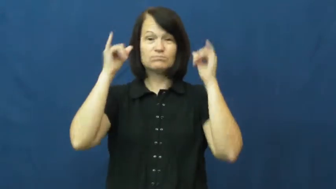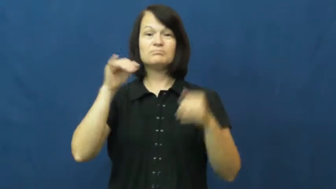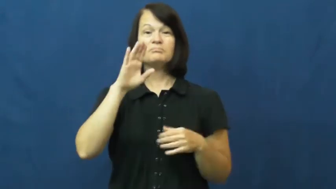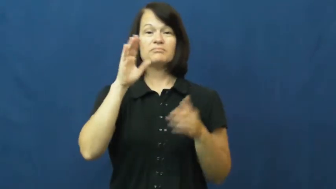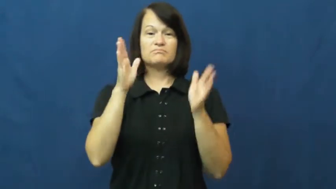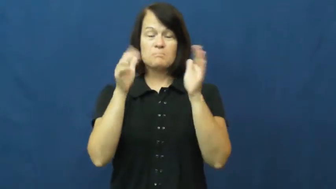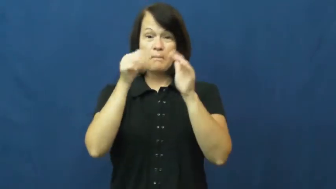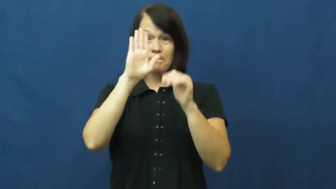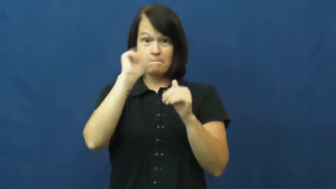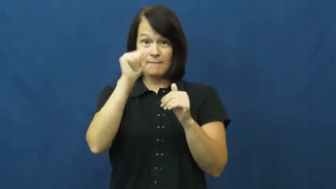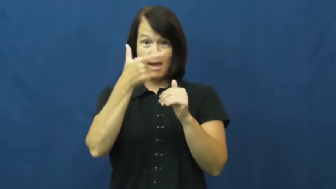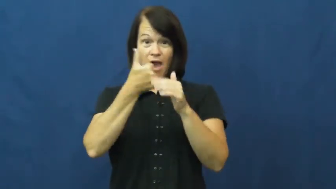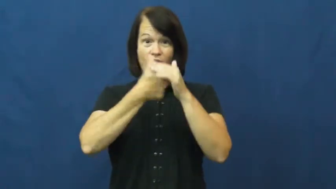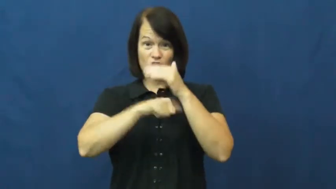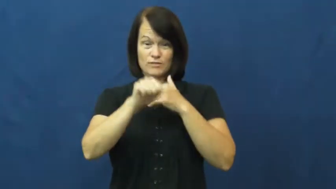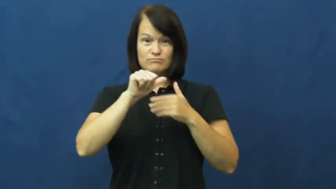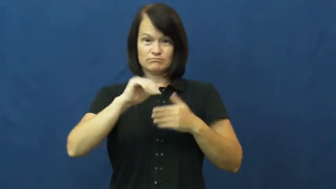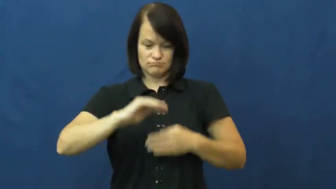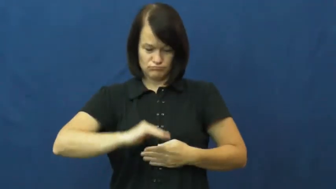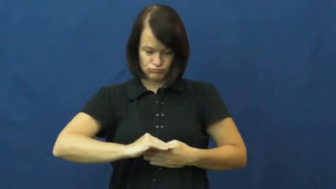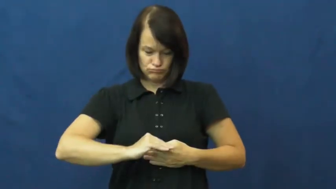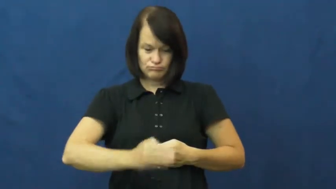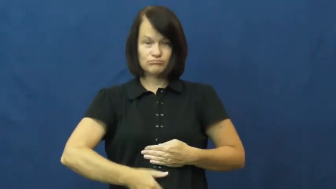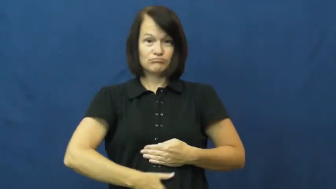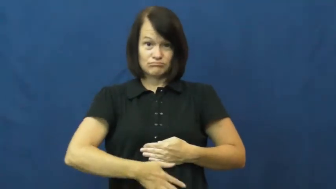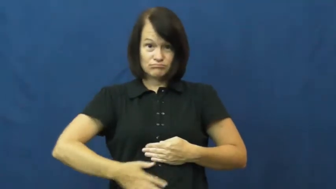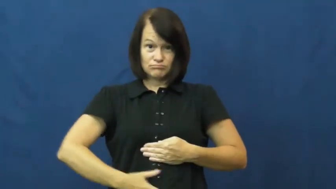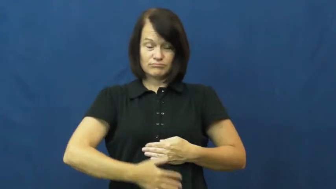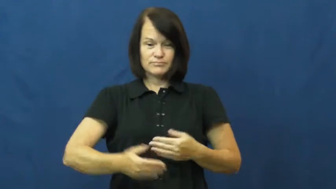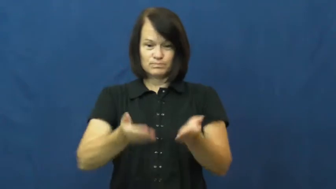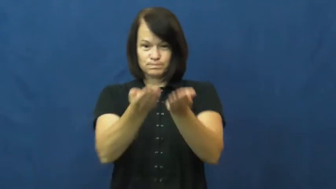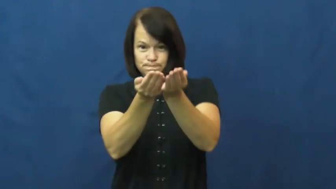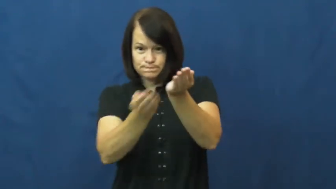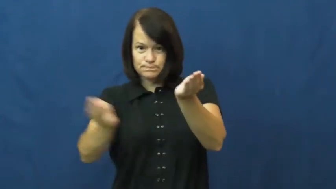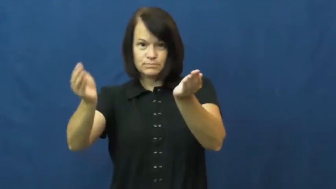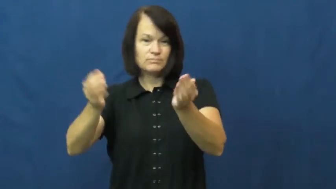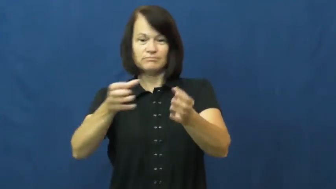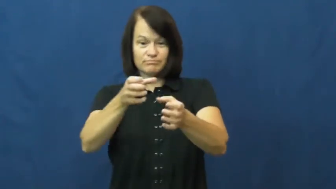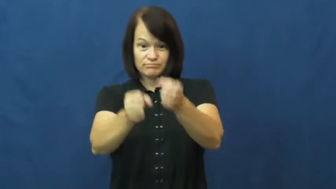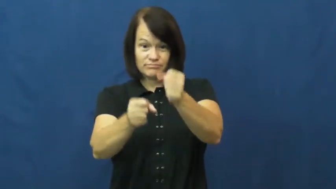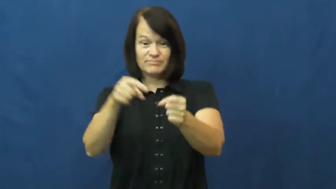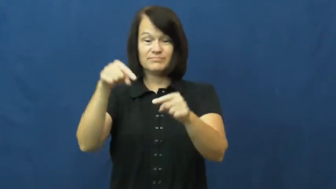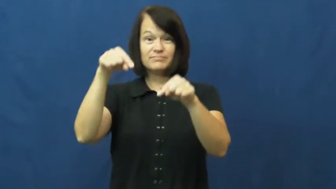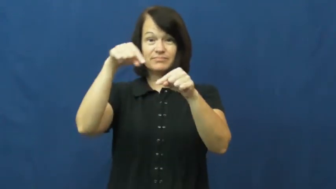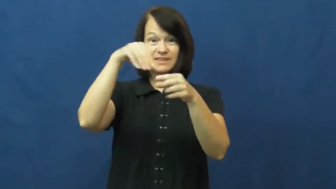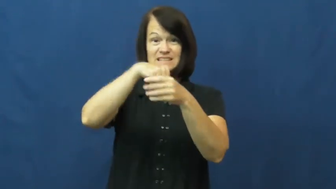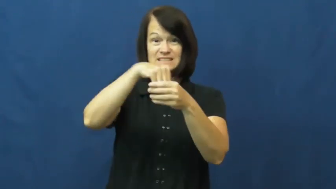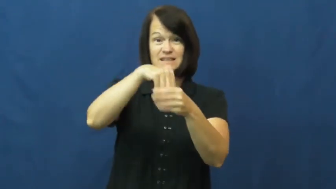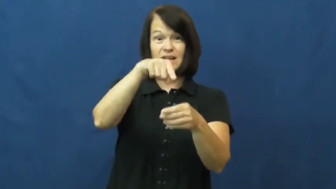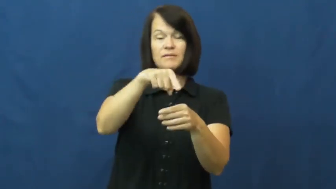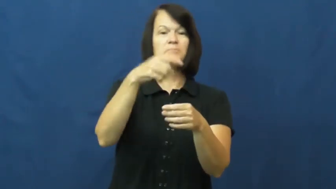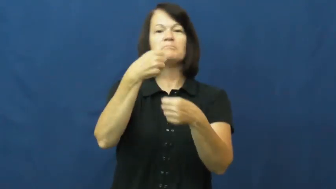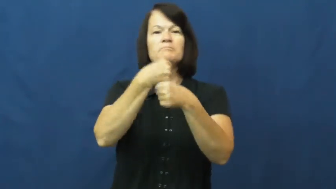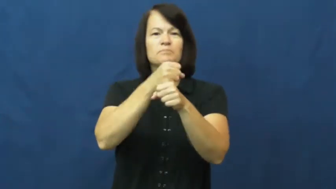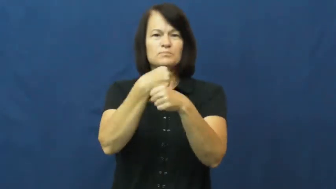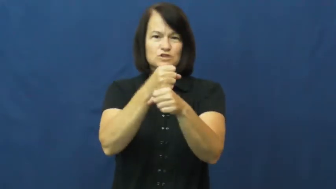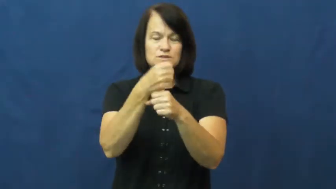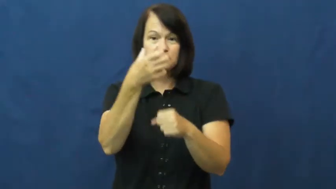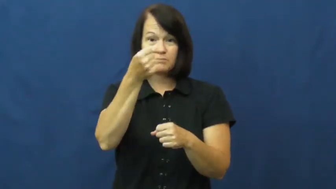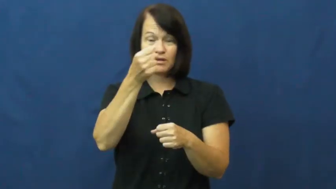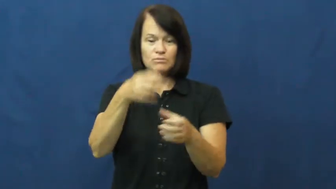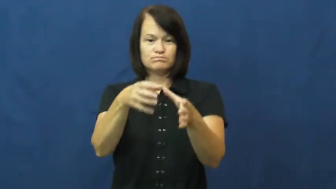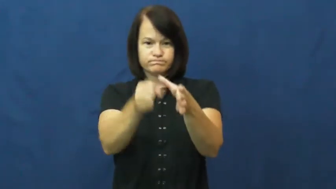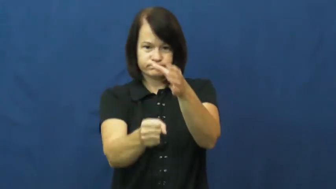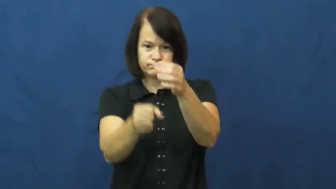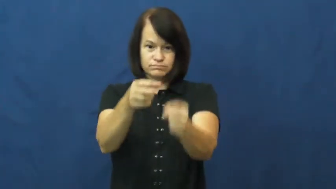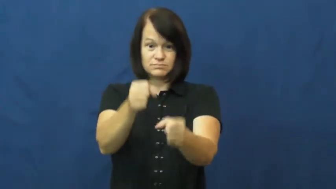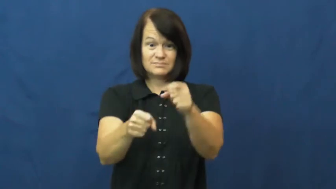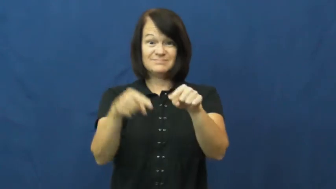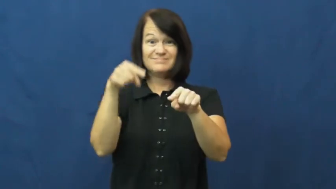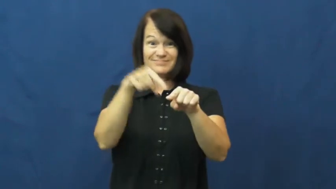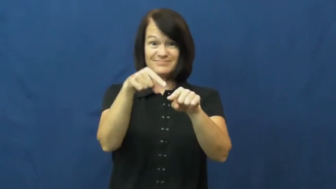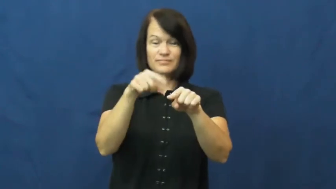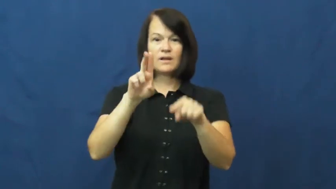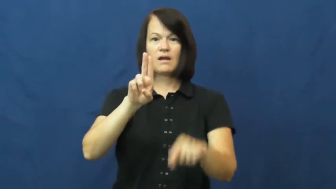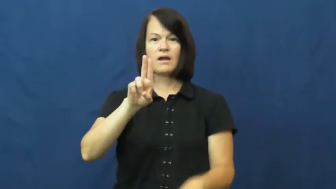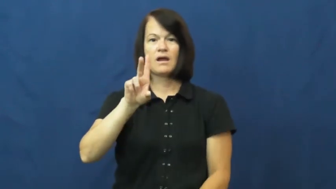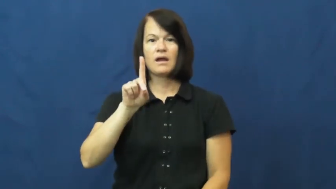udder